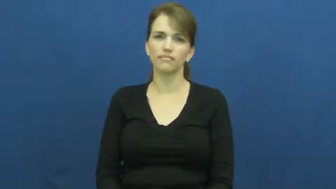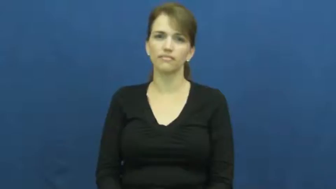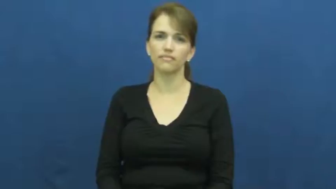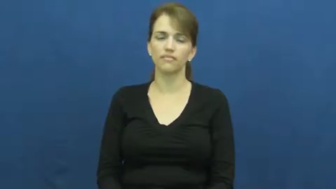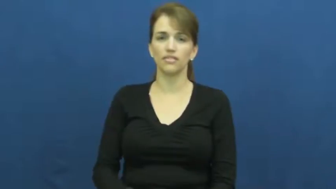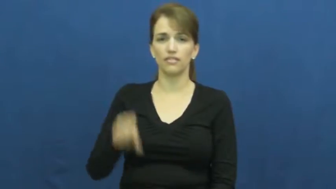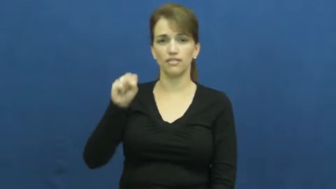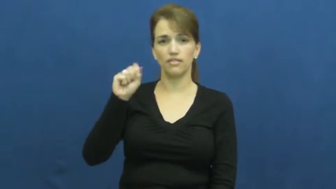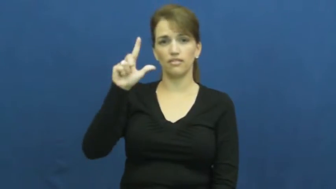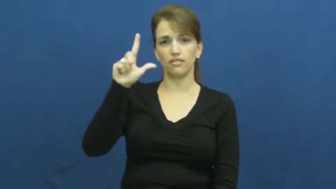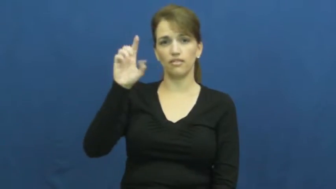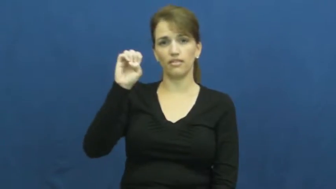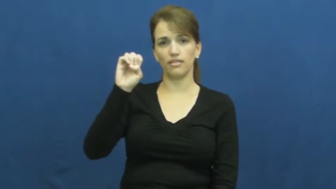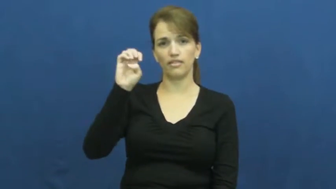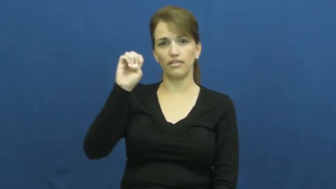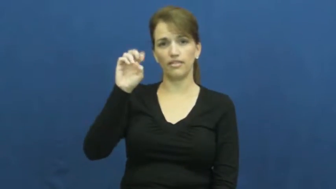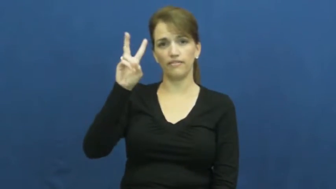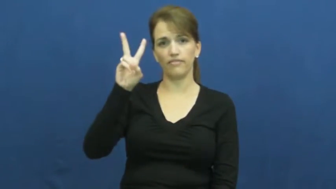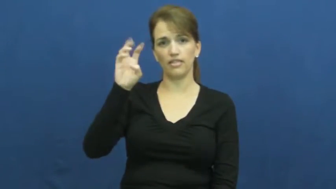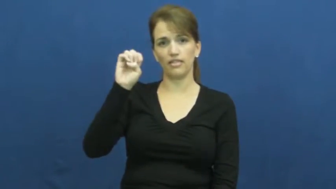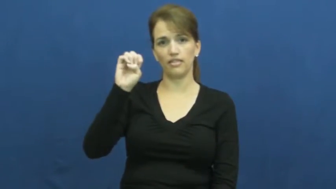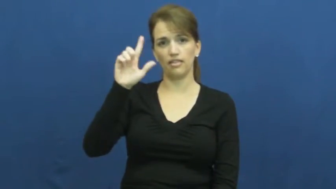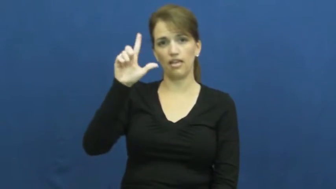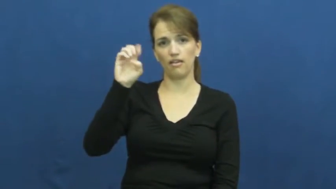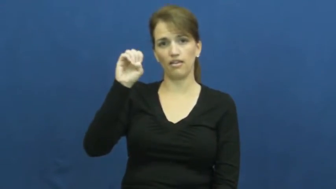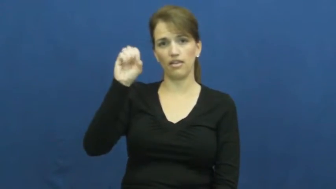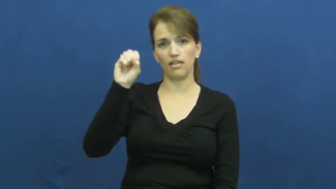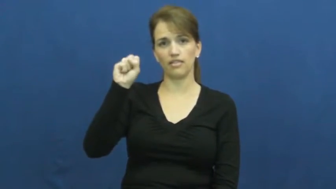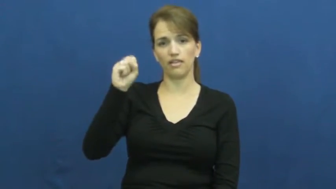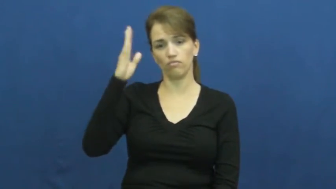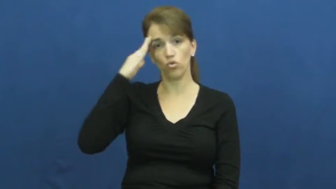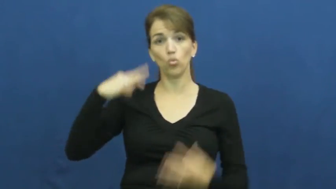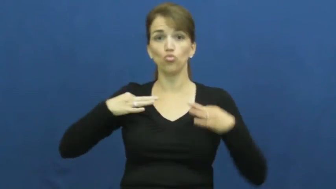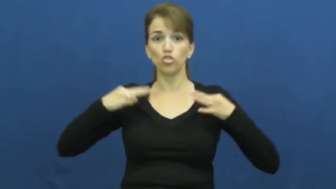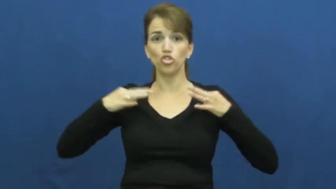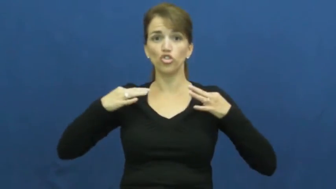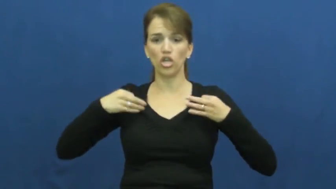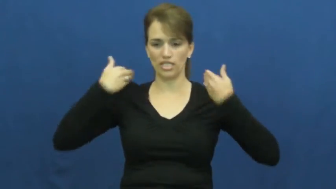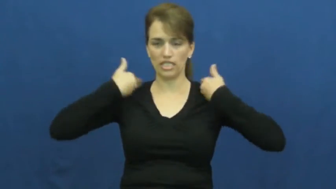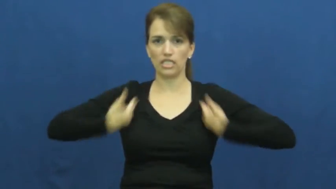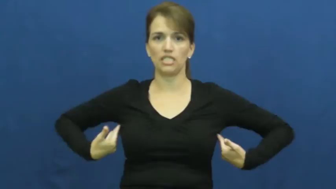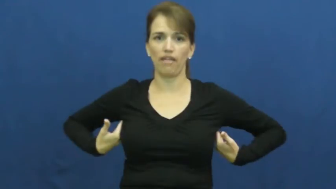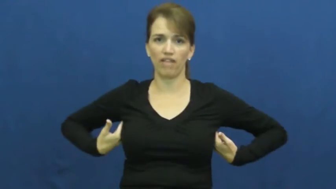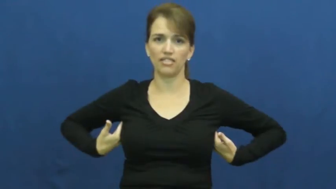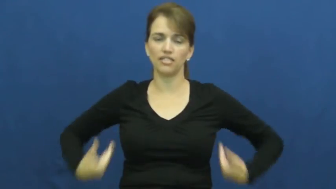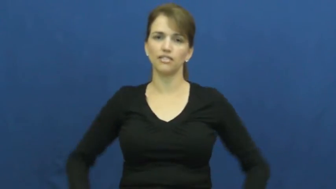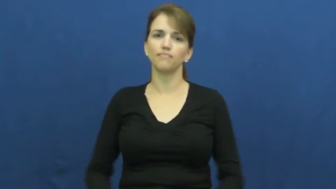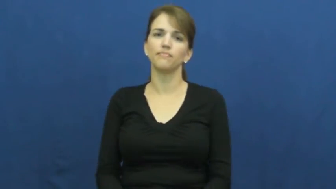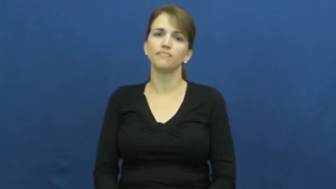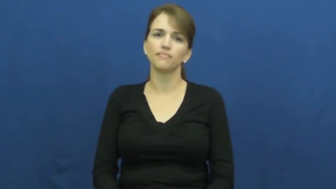sleeveless